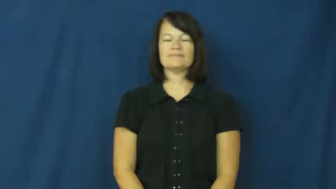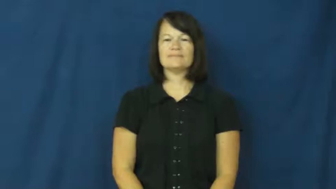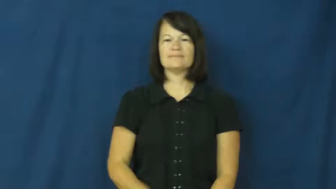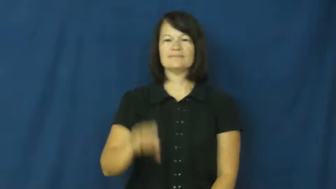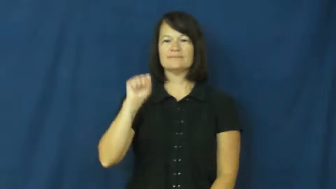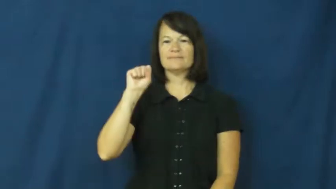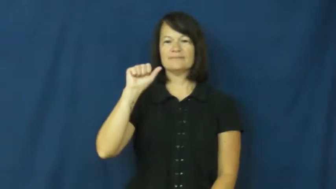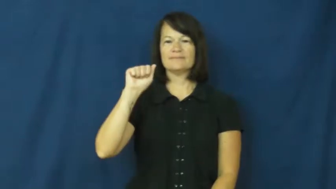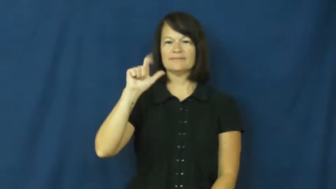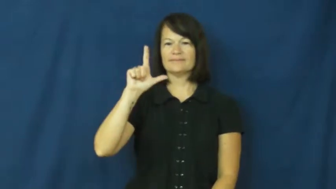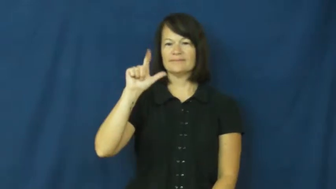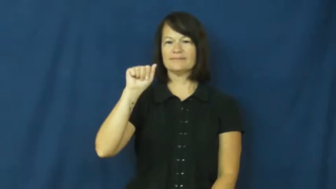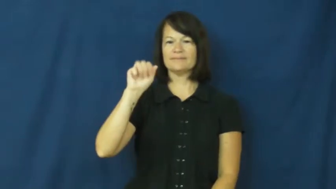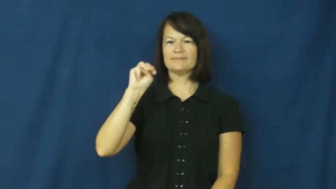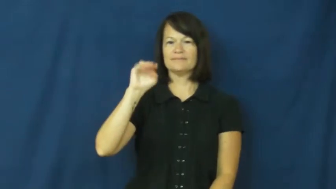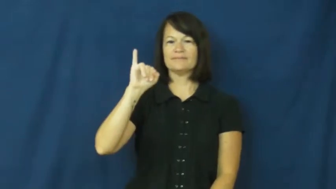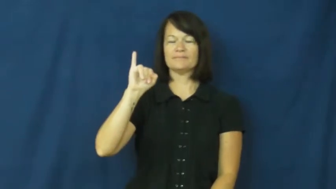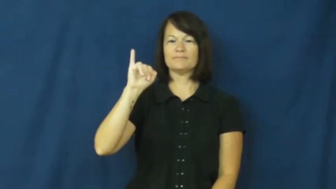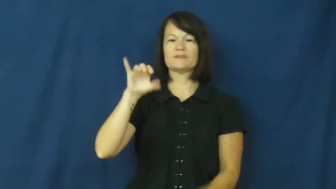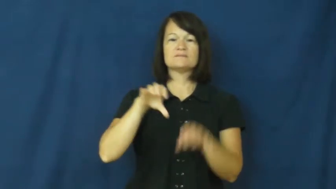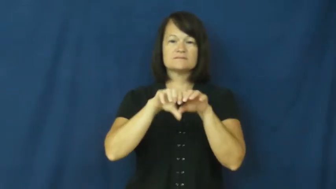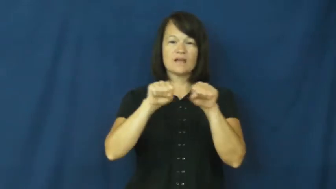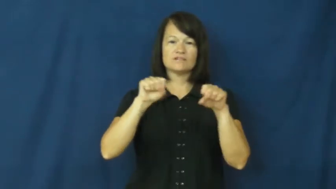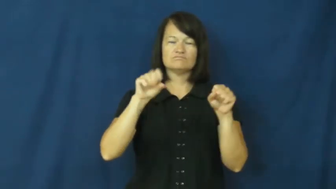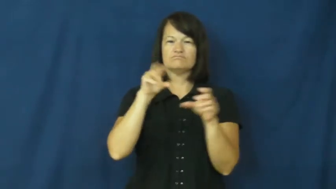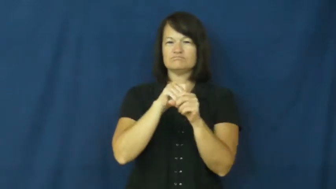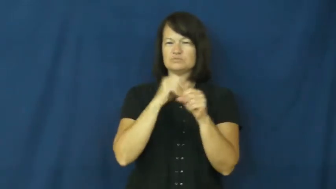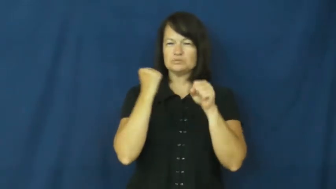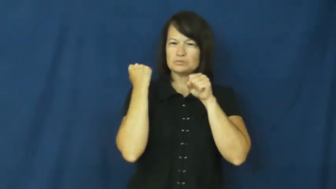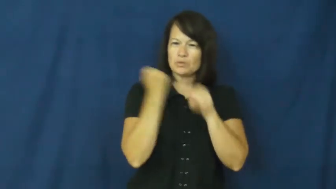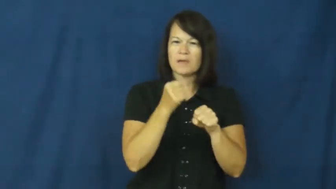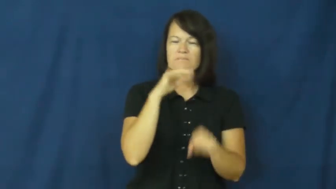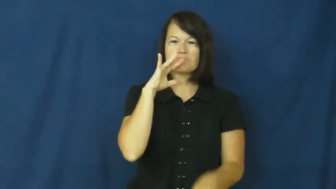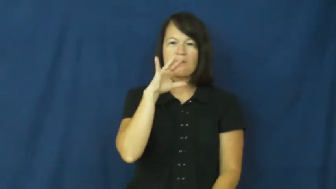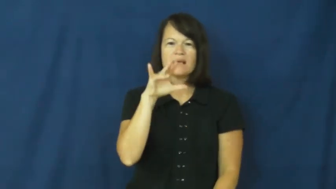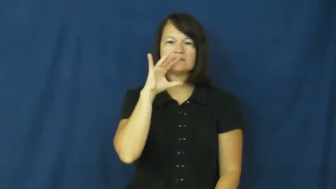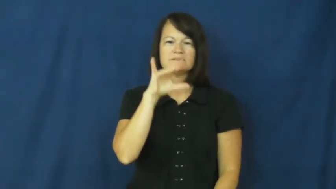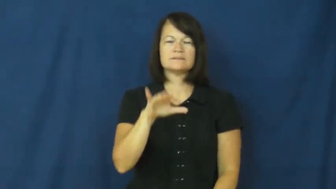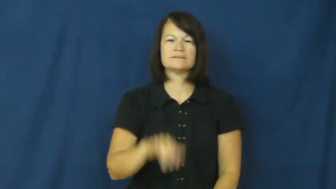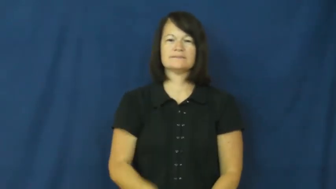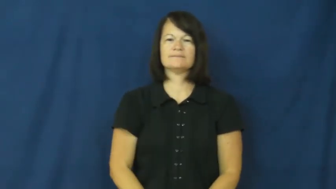salami